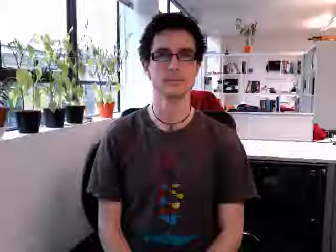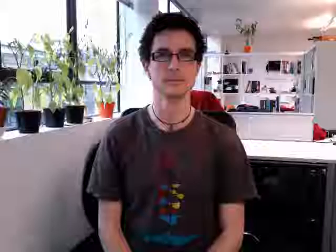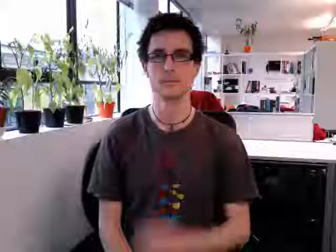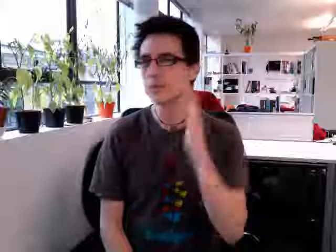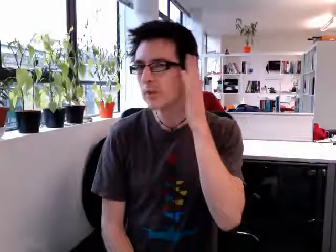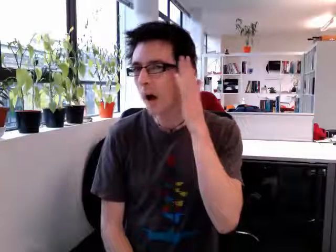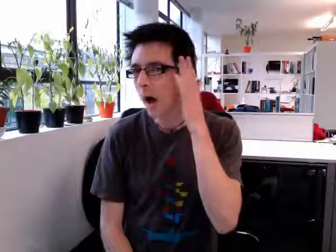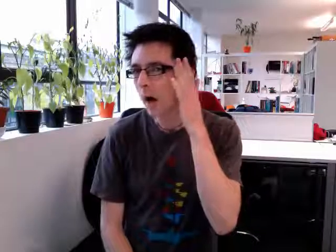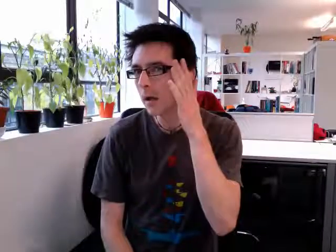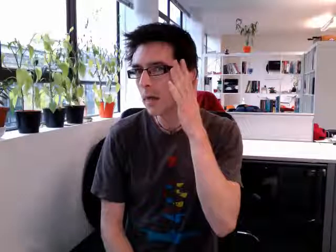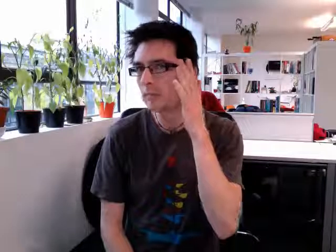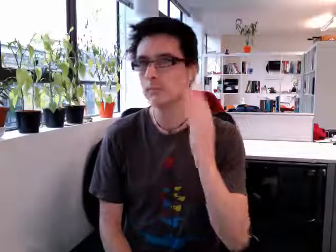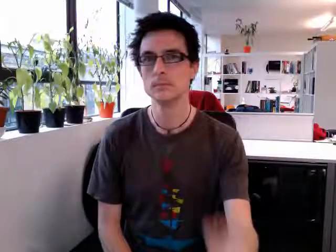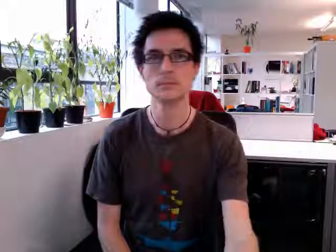shy